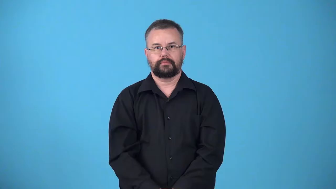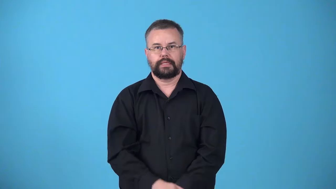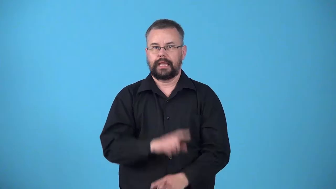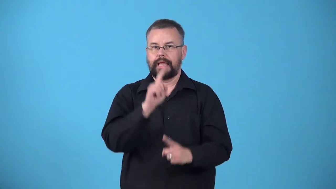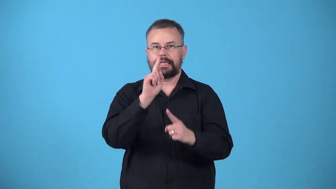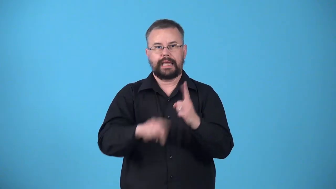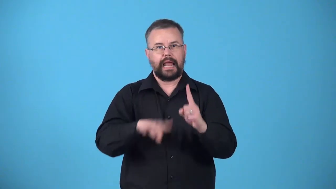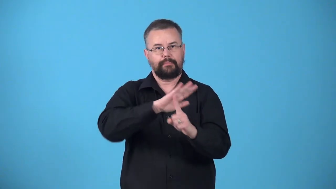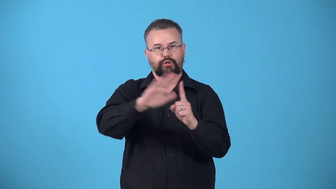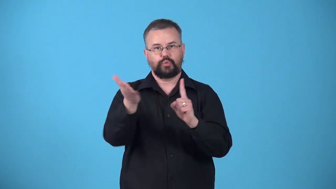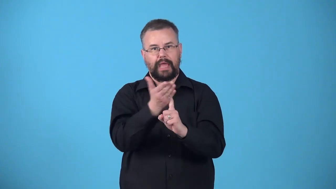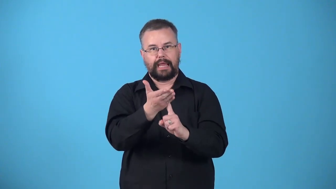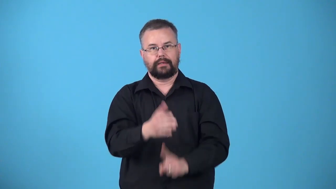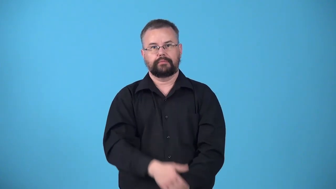unpersuasive